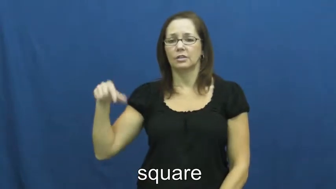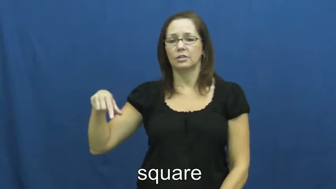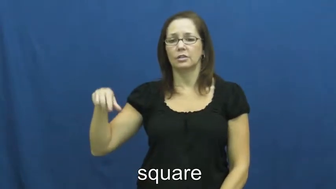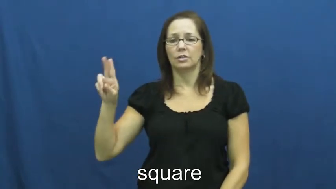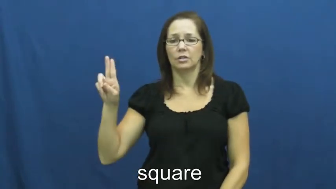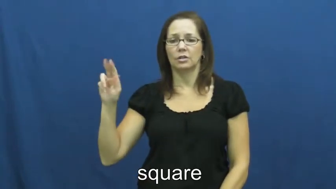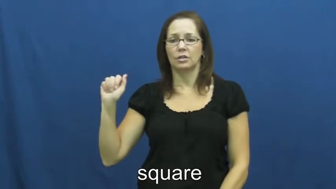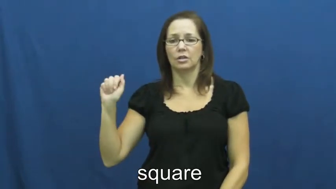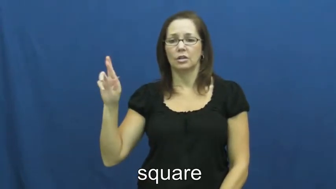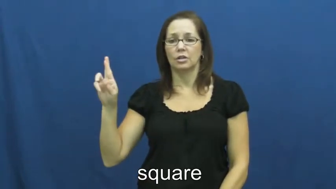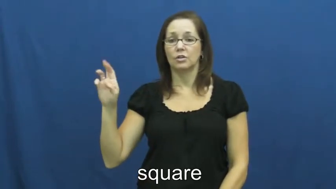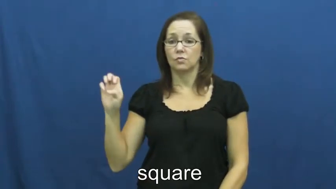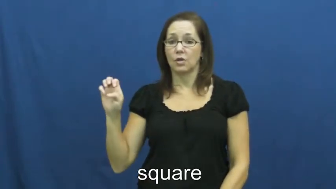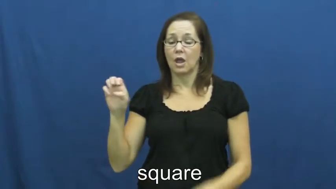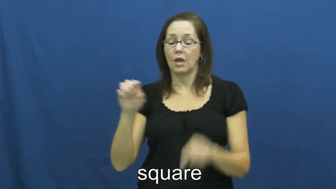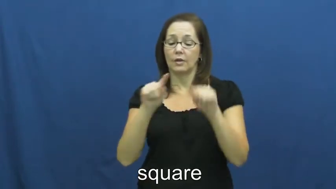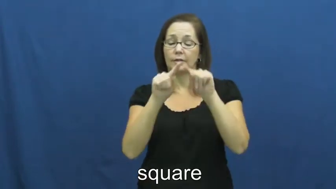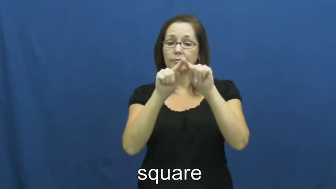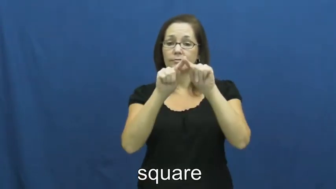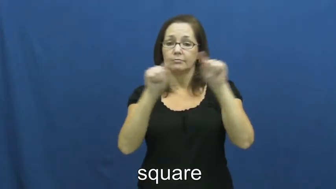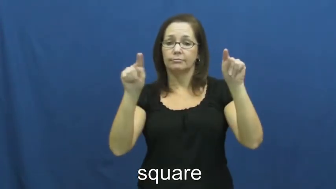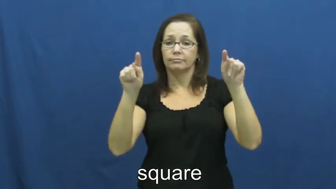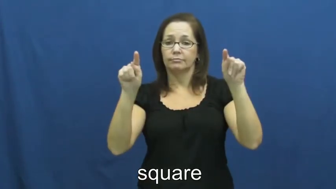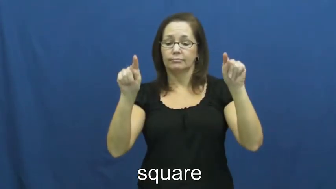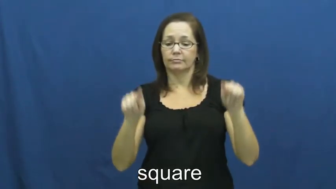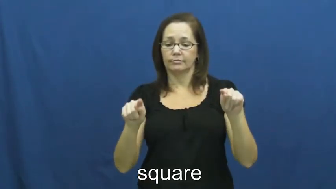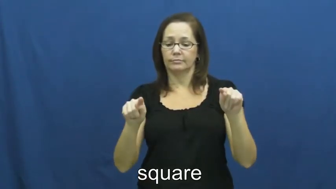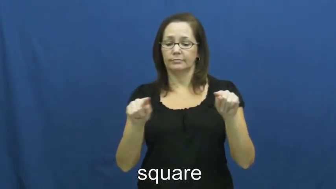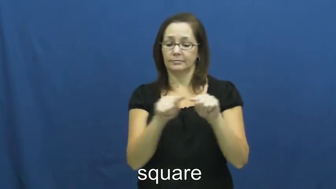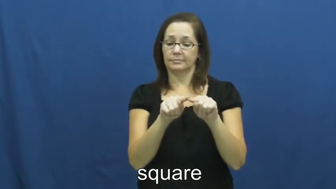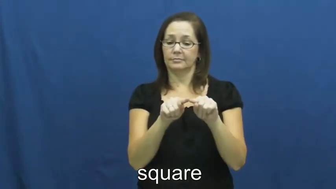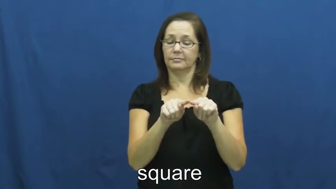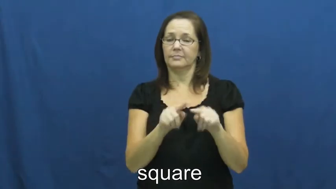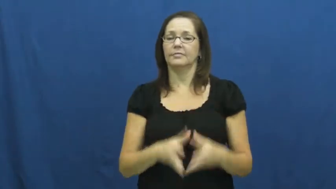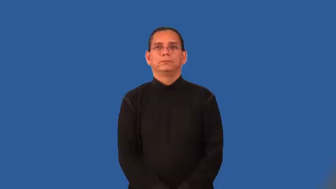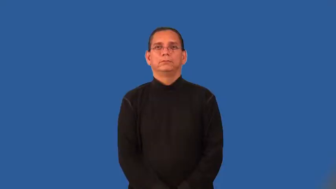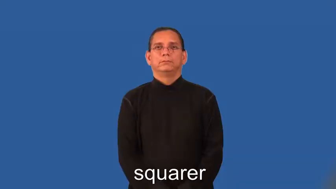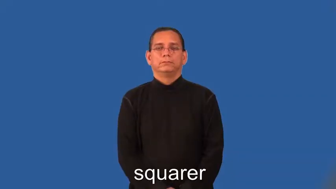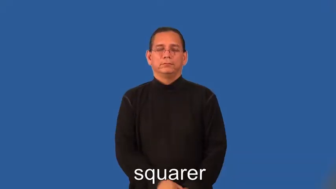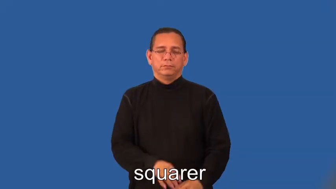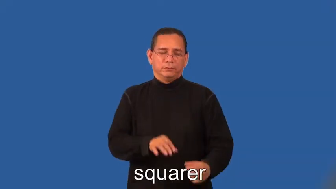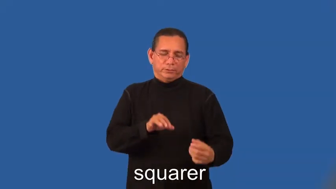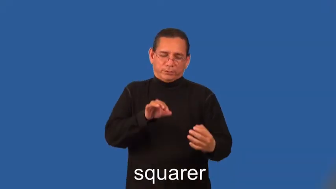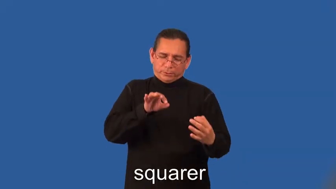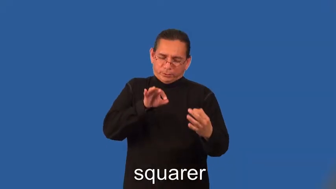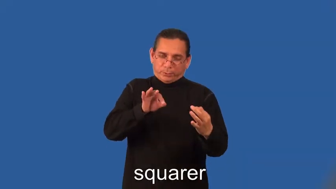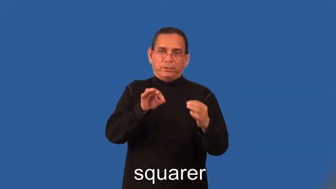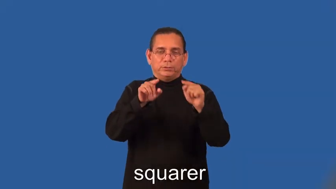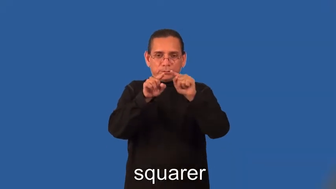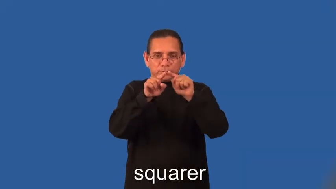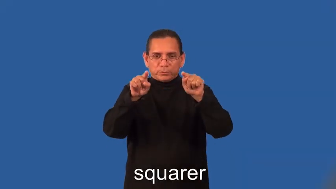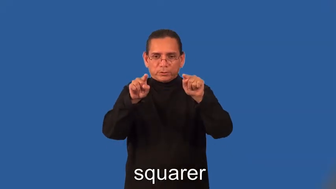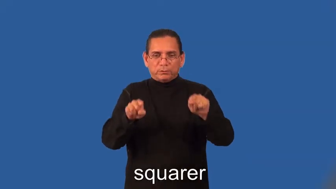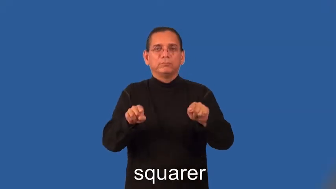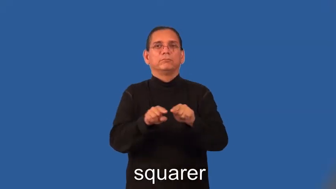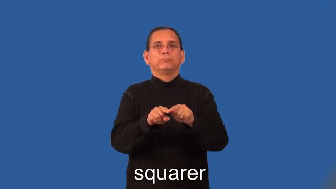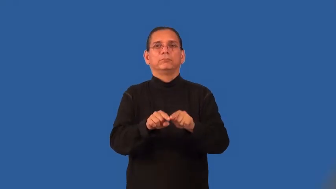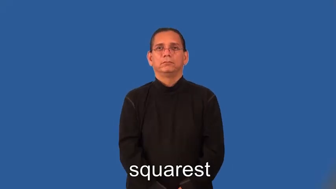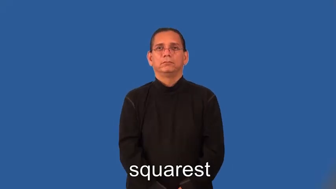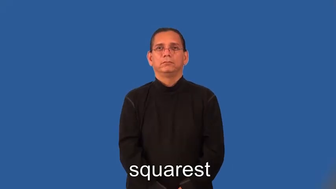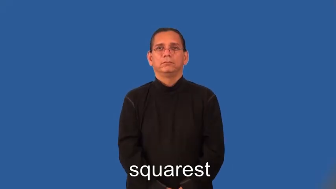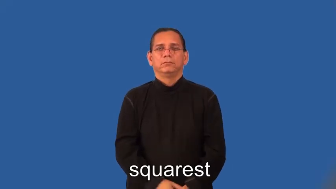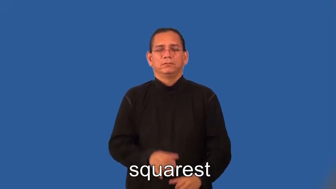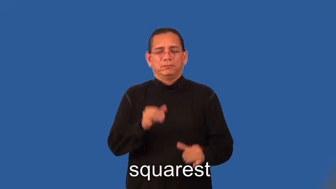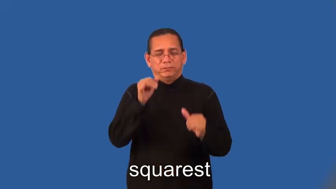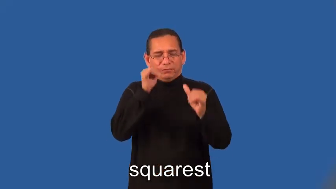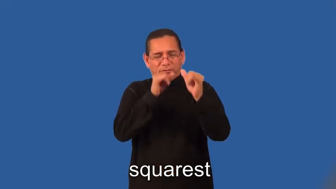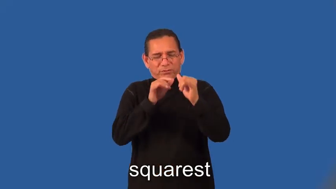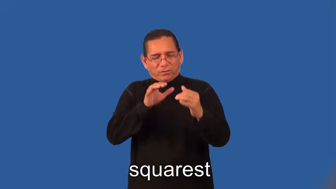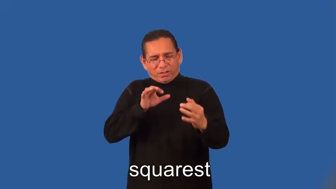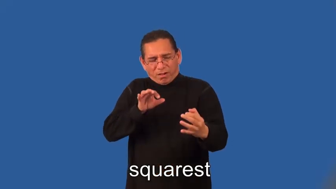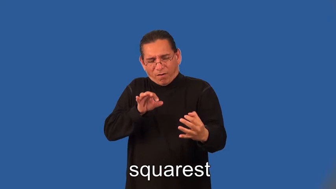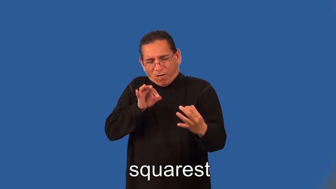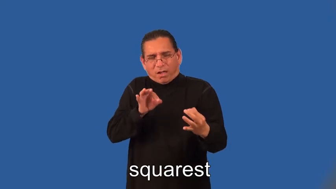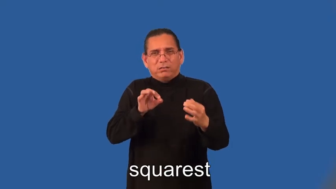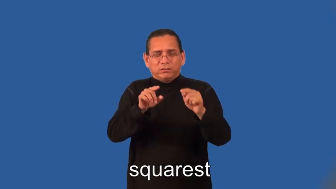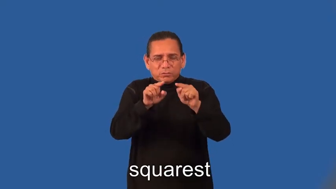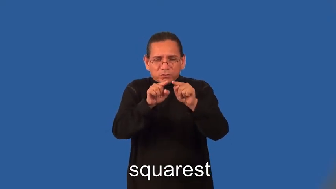squarer,squarest-shape